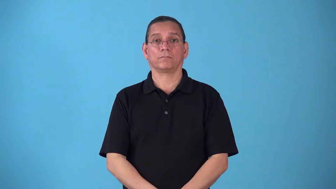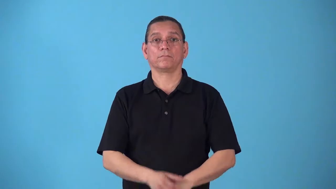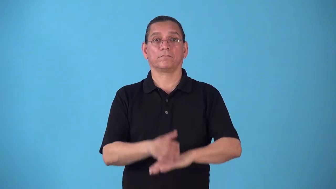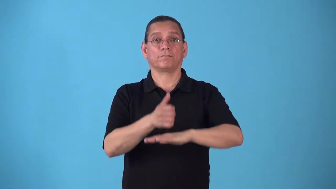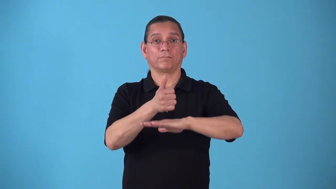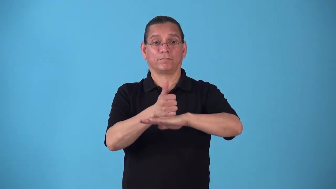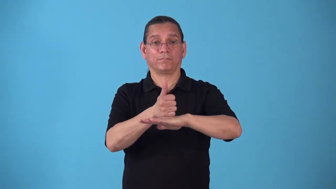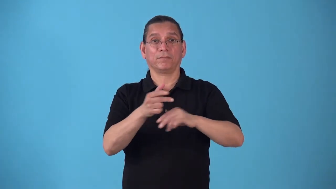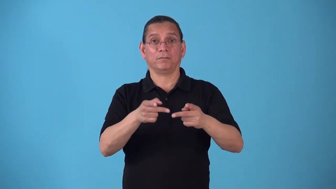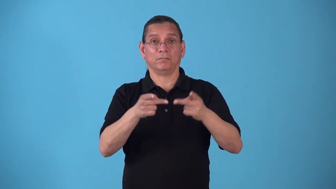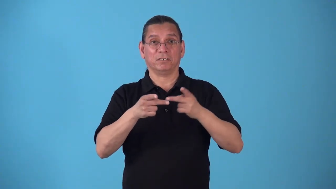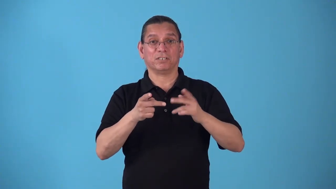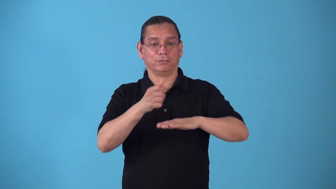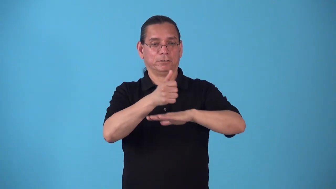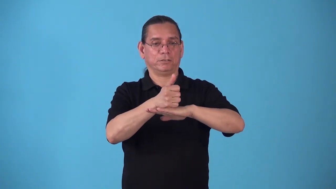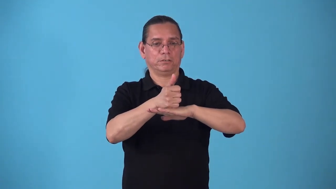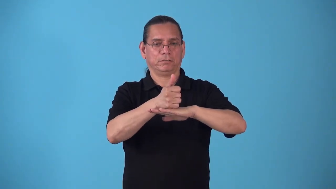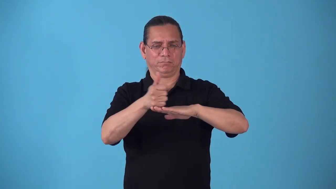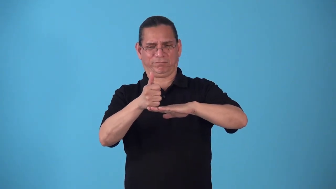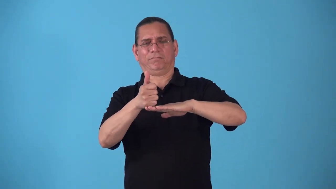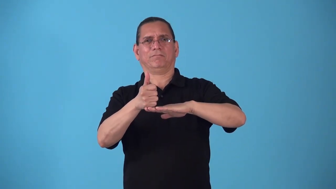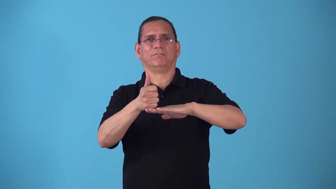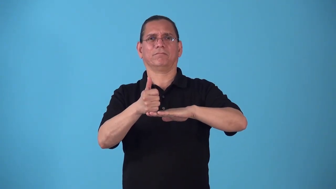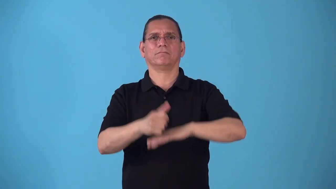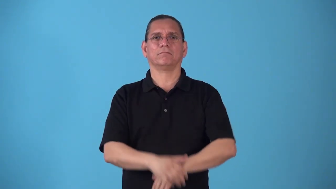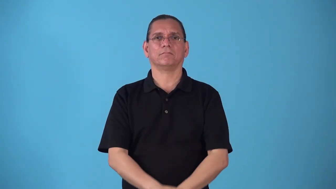splay-move out of position